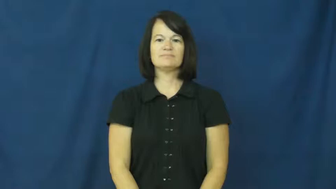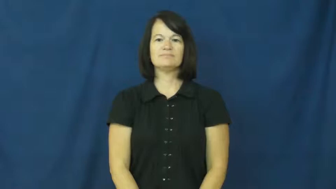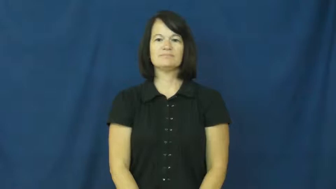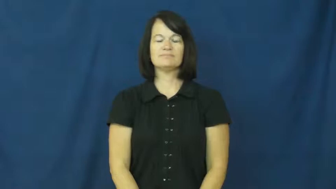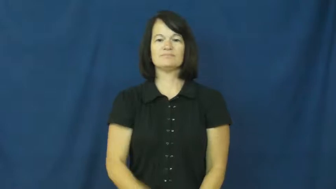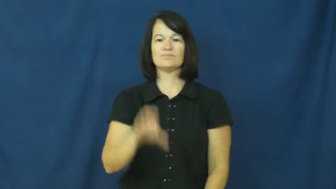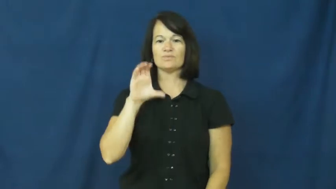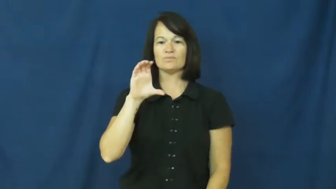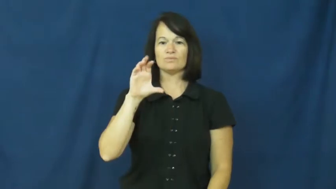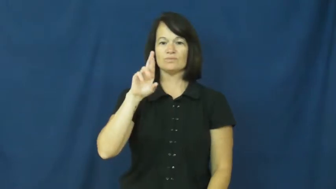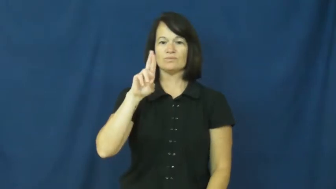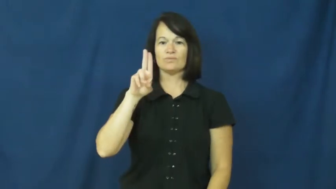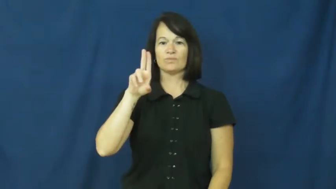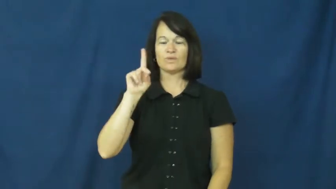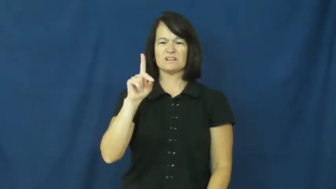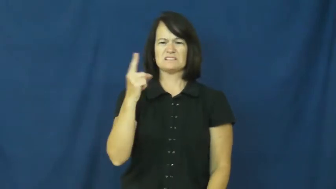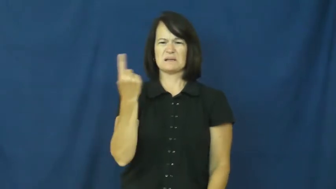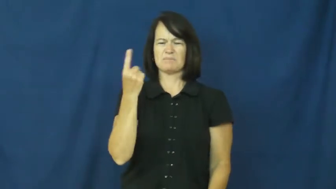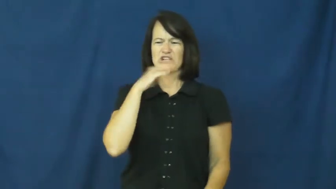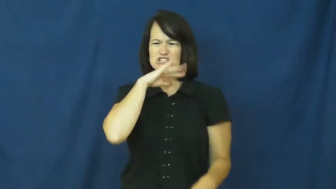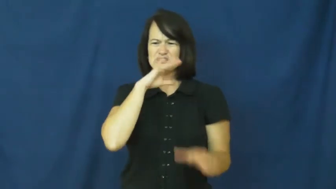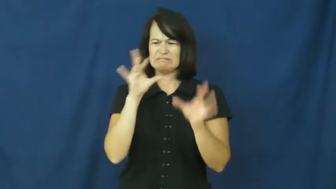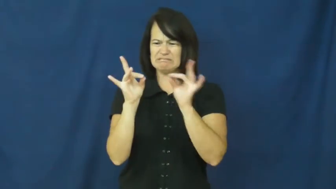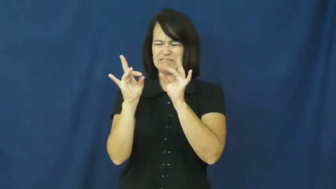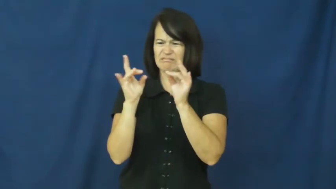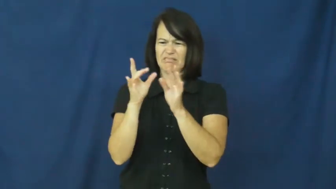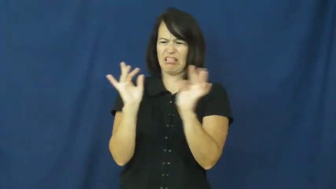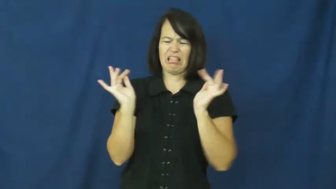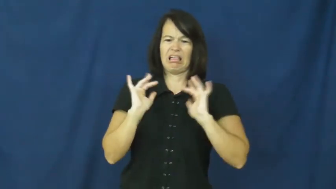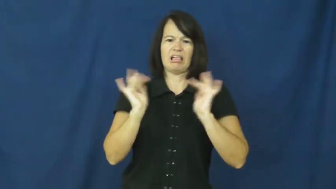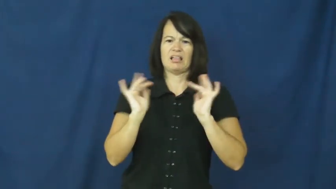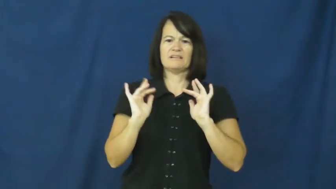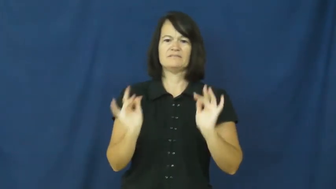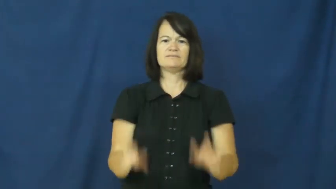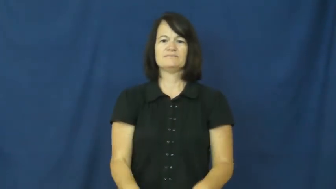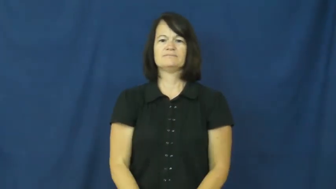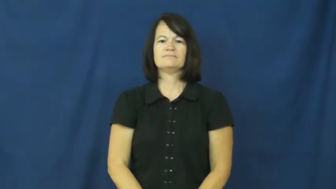crud